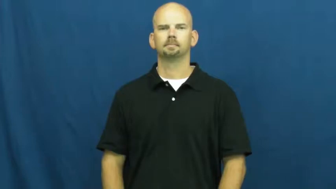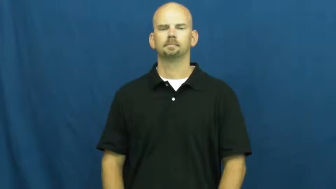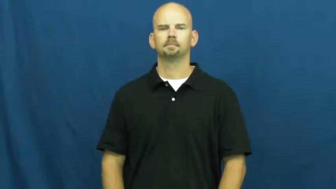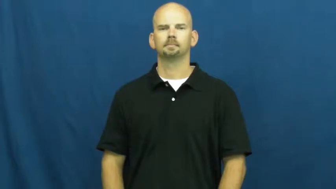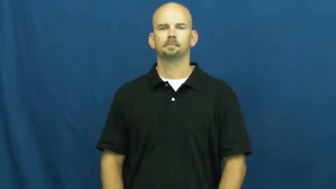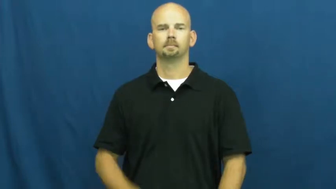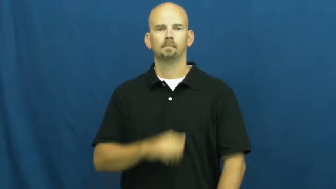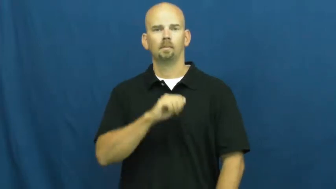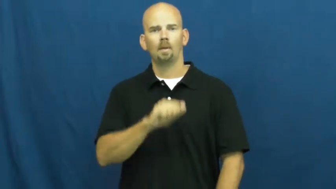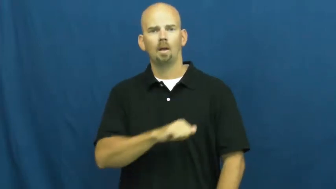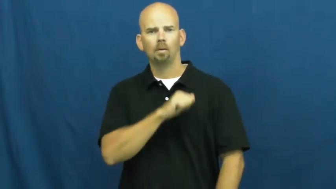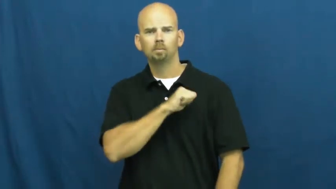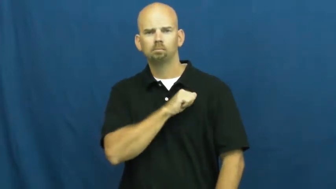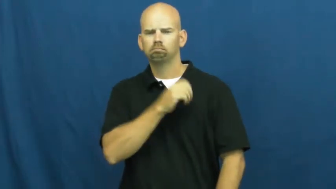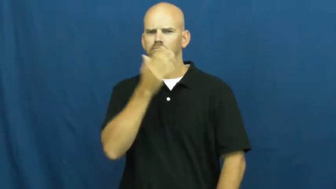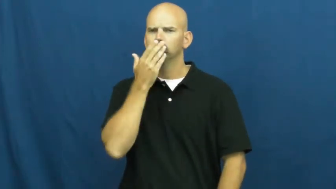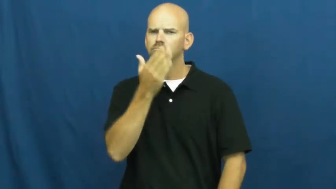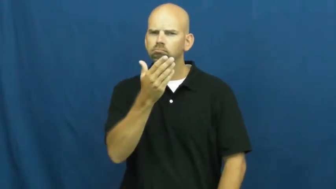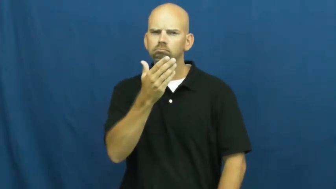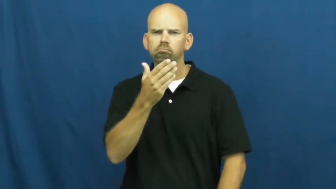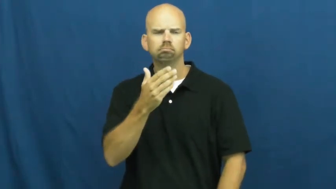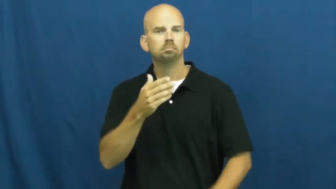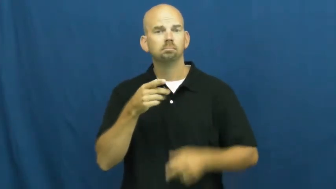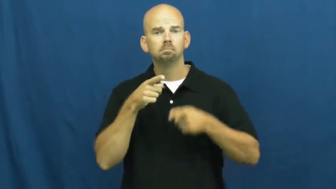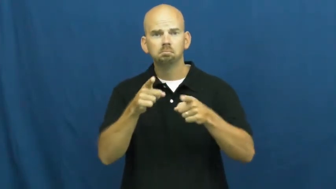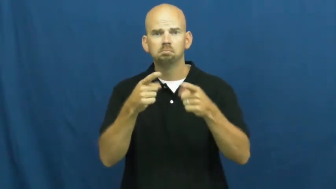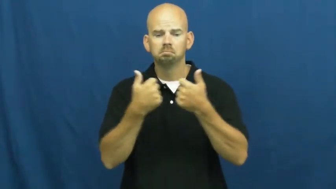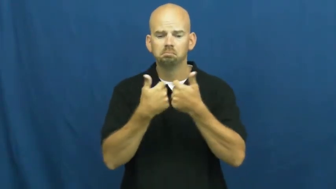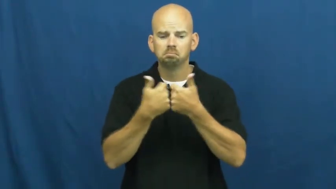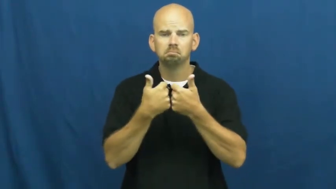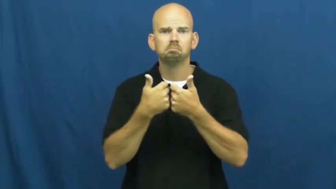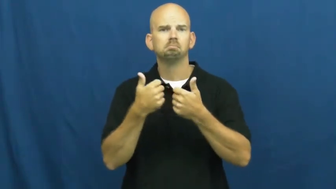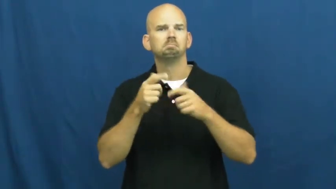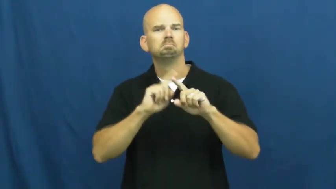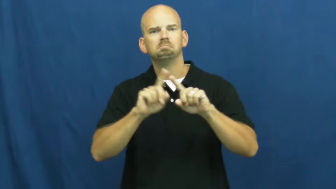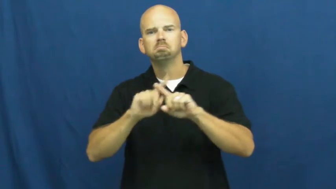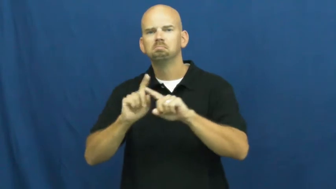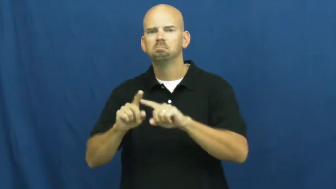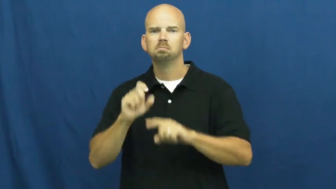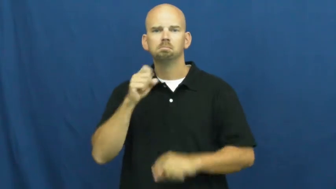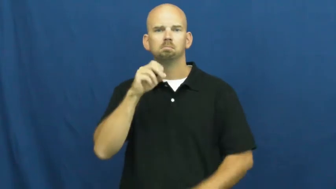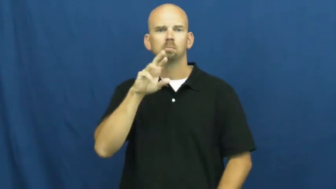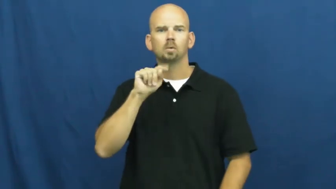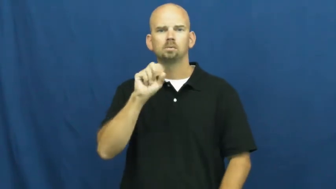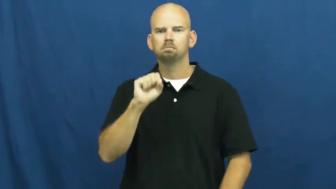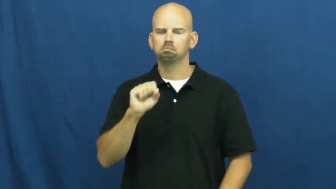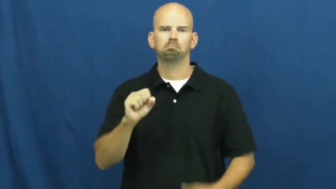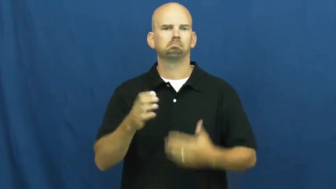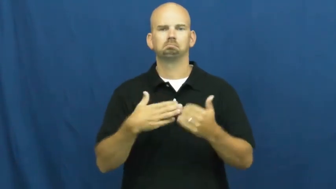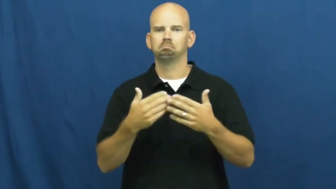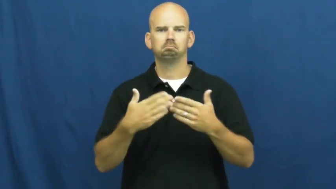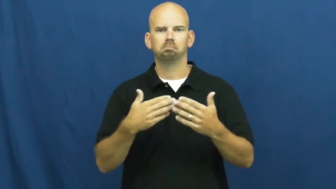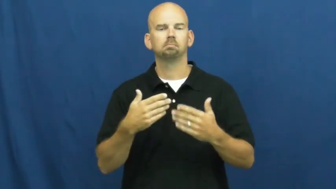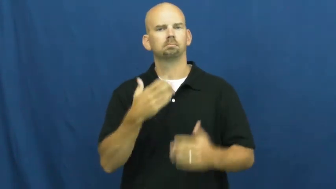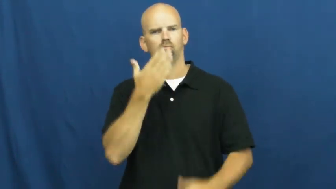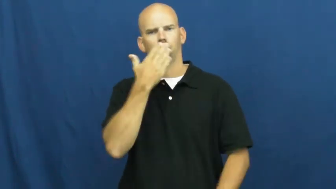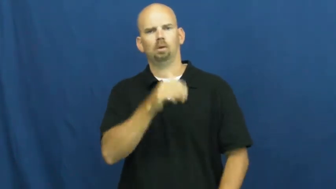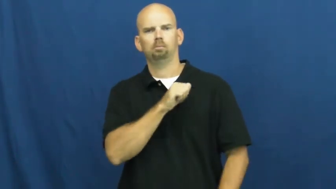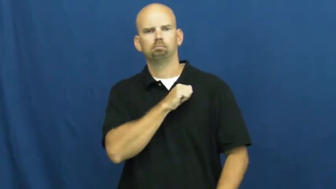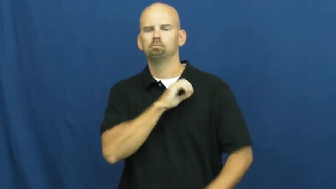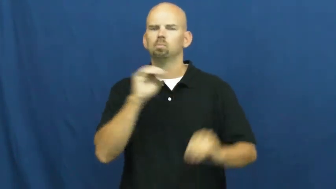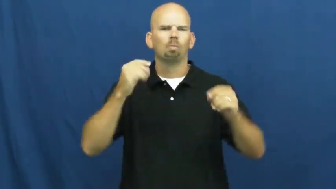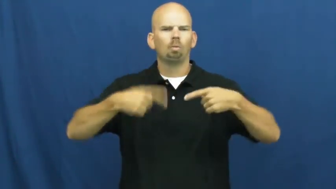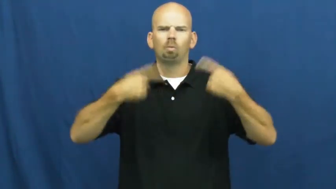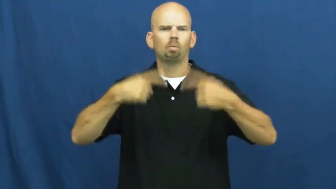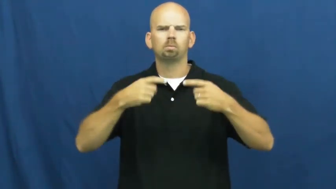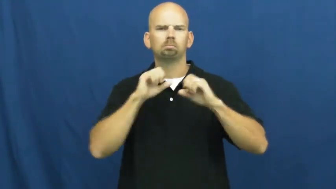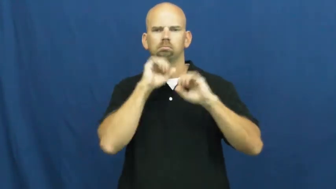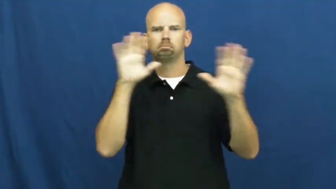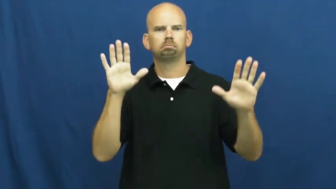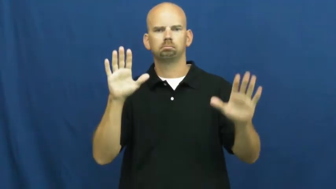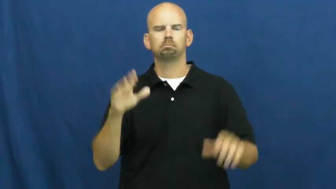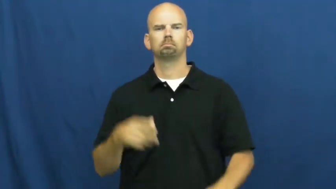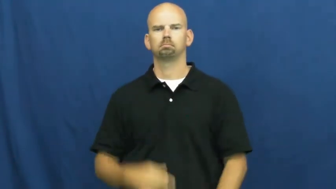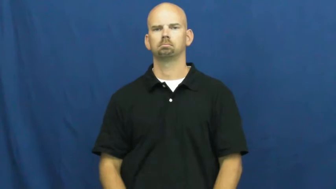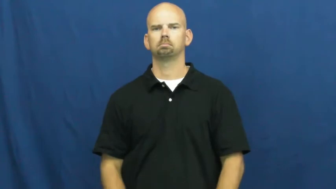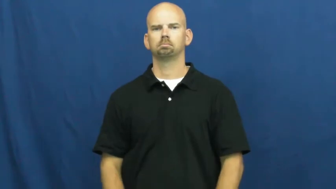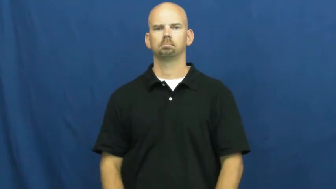sportsmanship,sporting,sportsmanlike